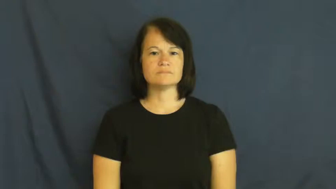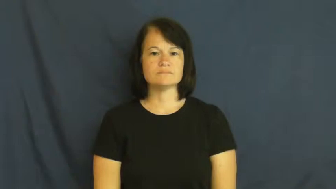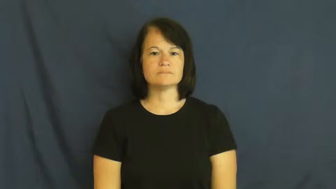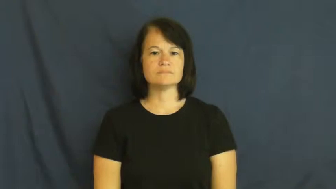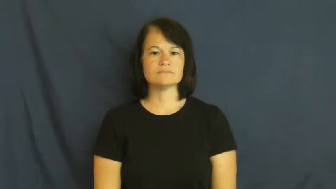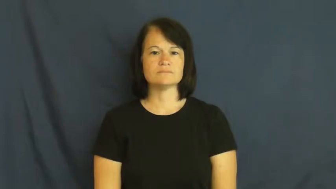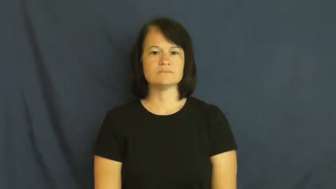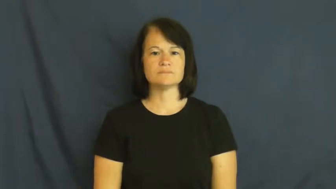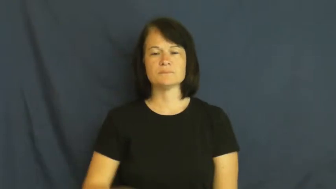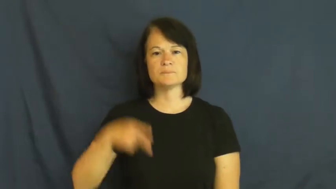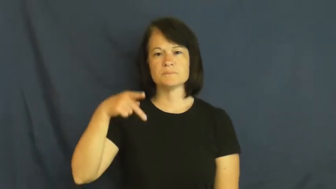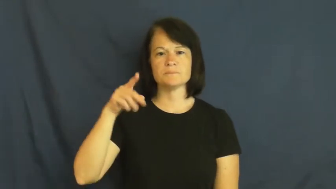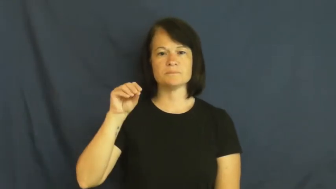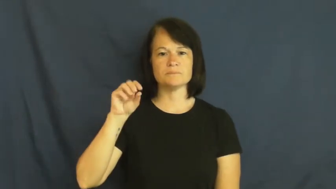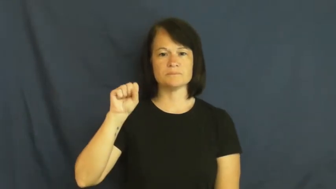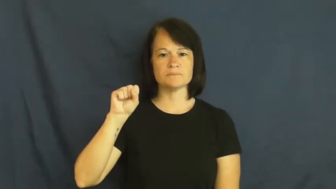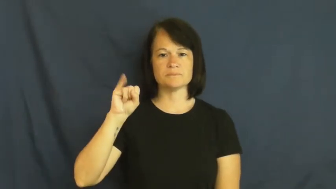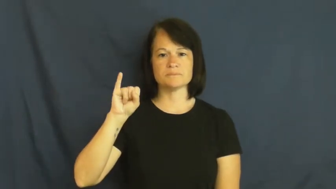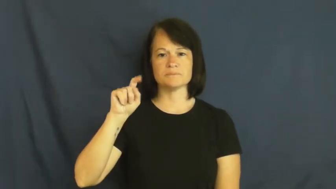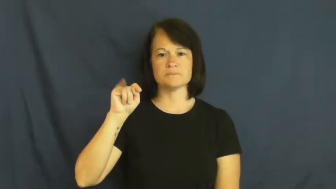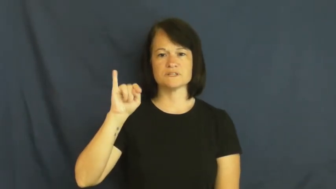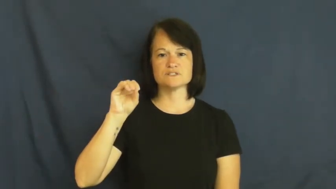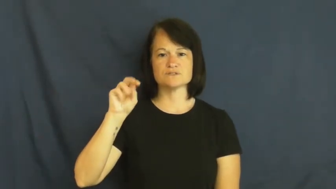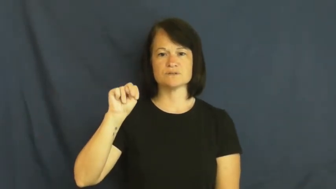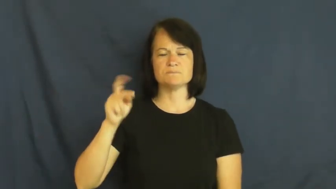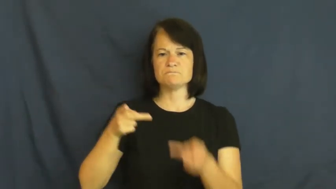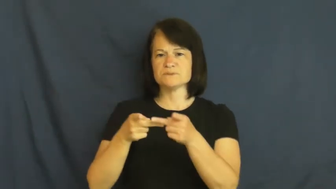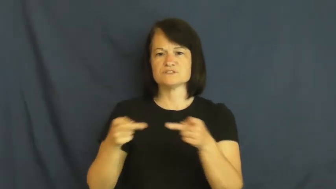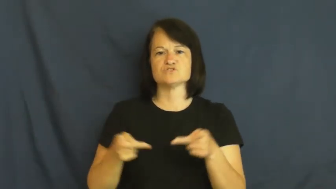position-job